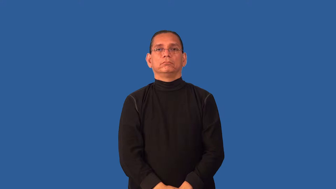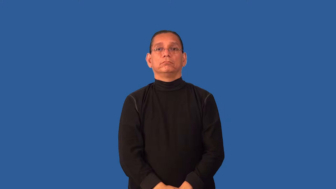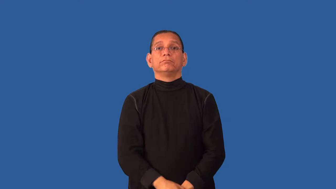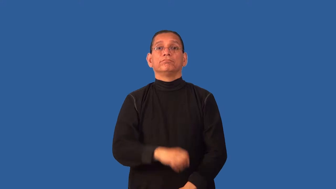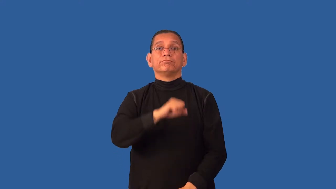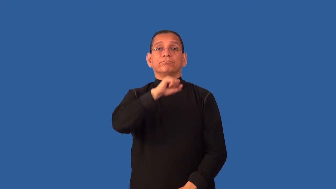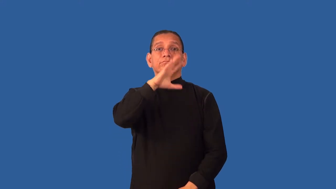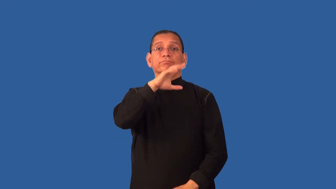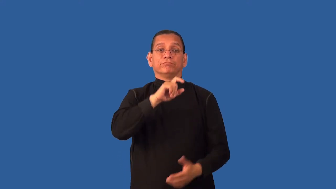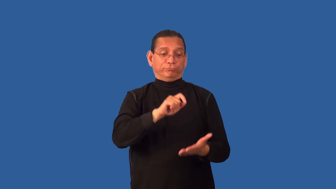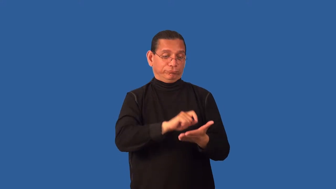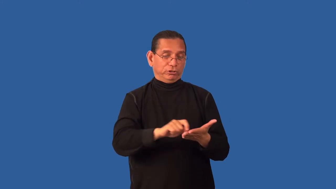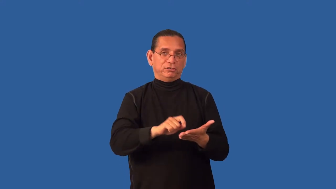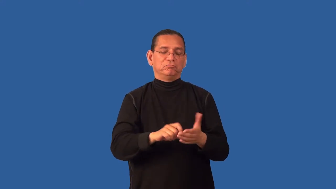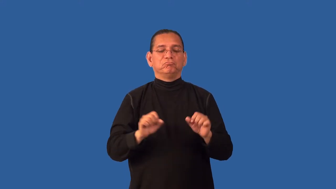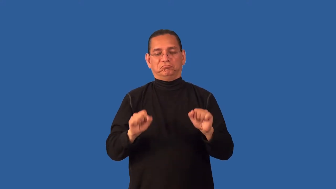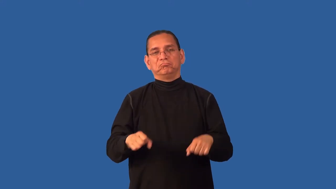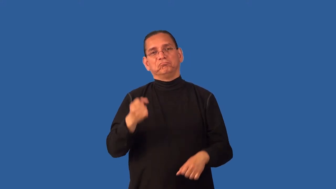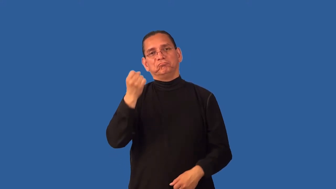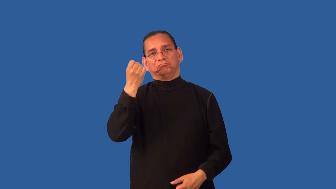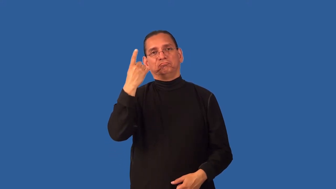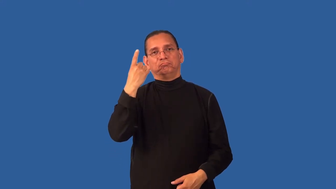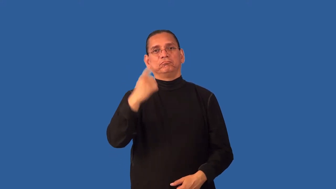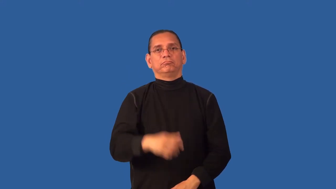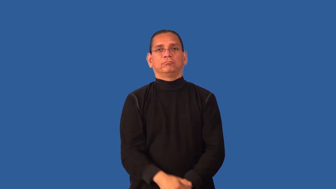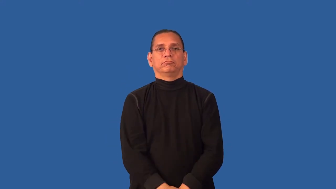decipherable-could understand